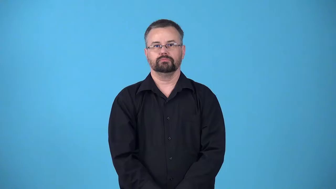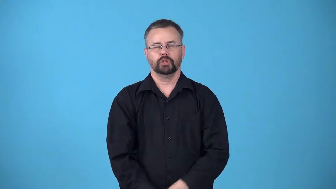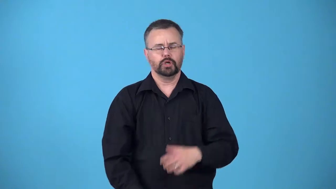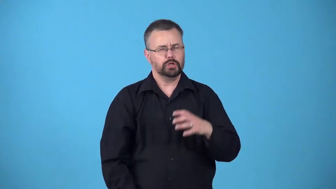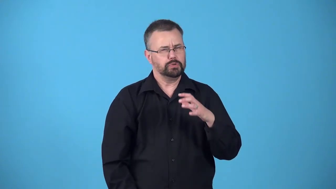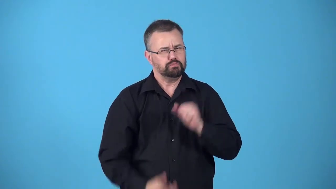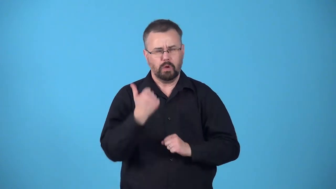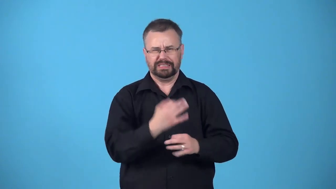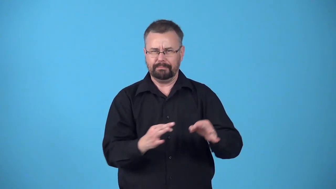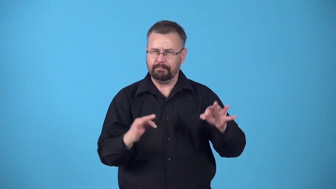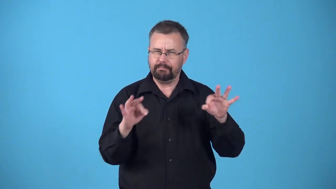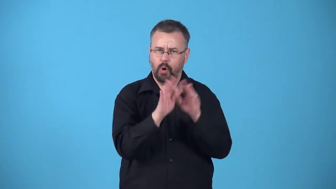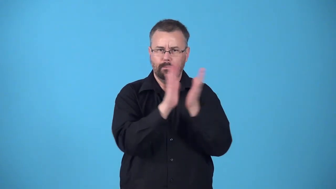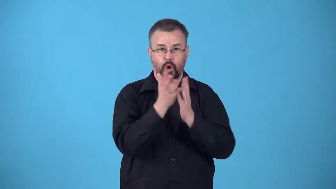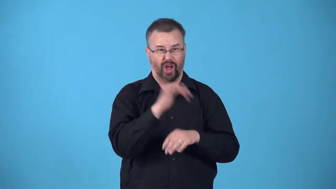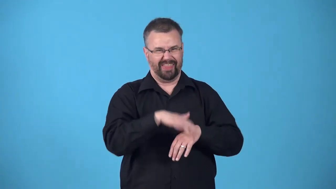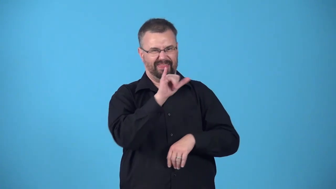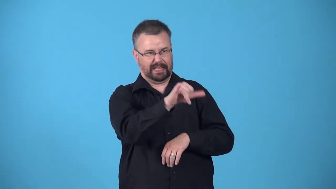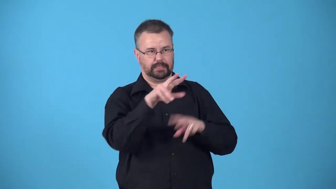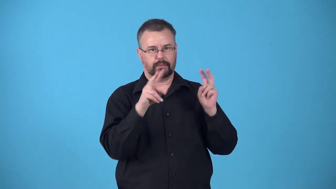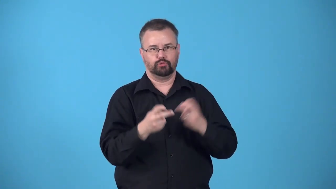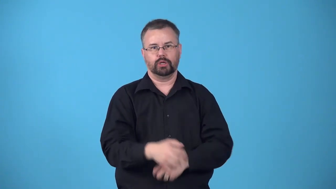bible-the most important book on a subject